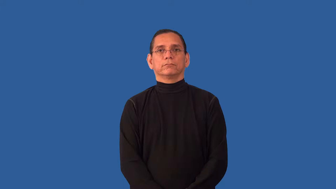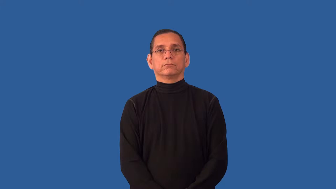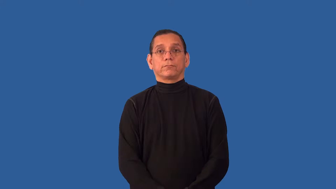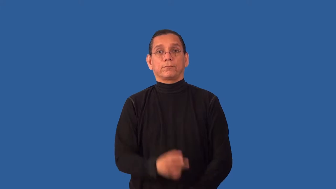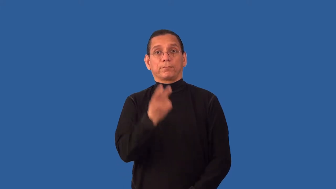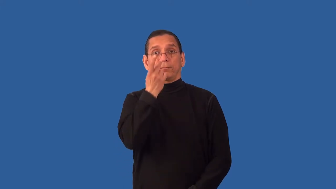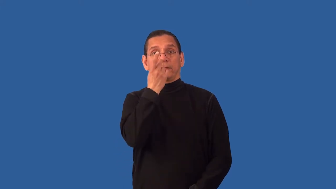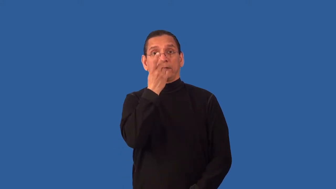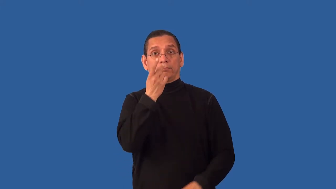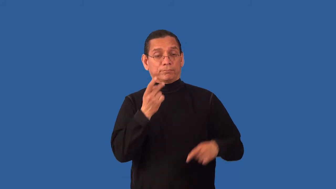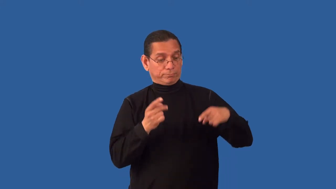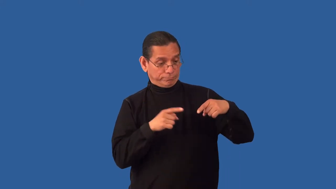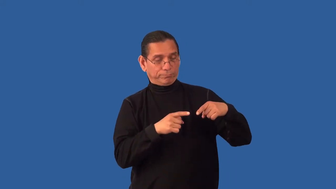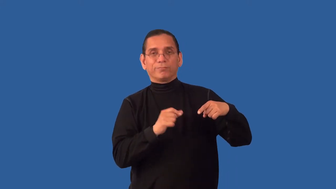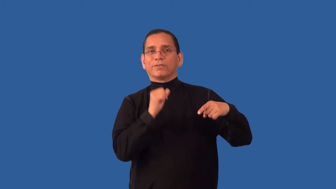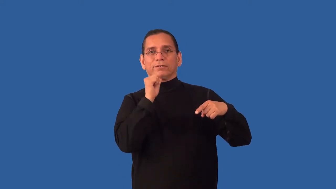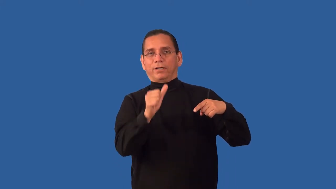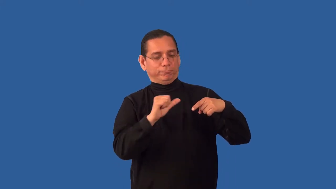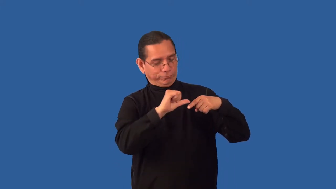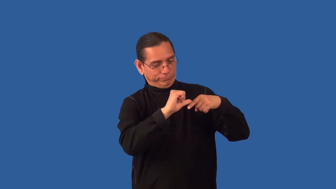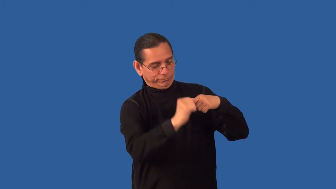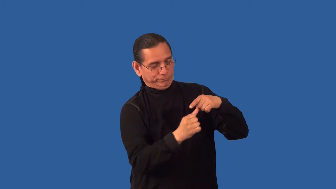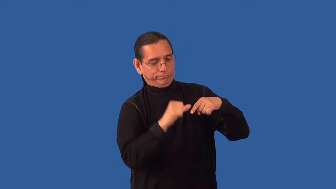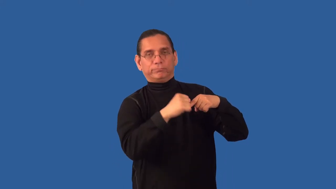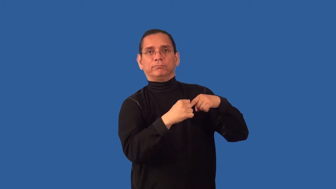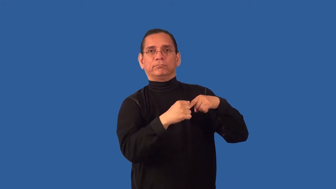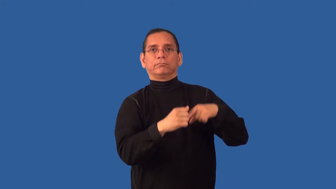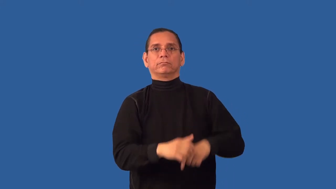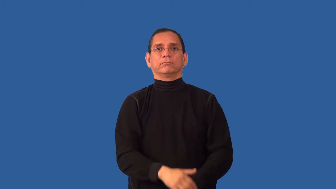uncircumcised